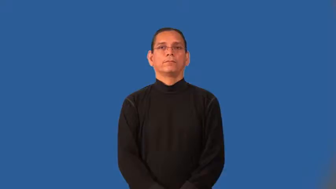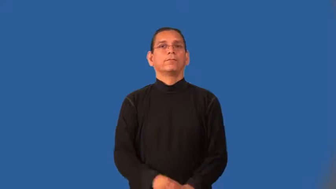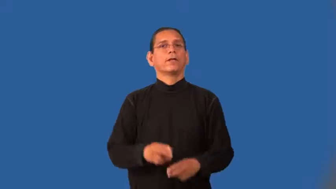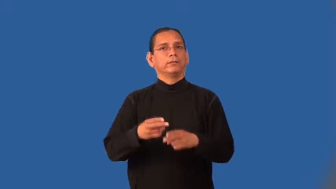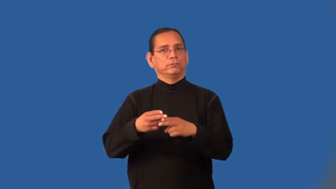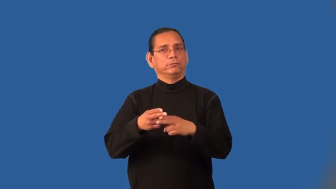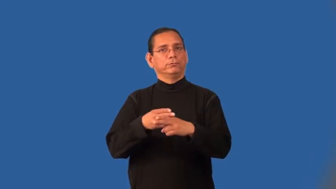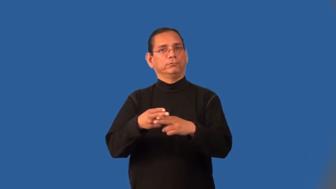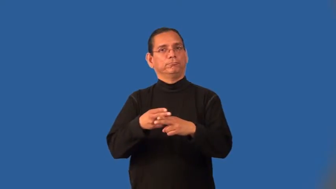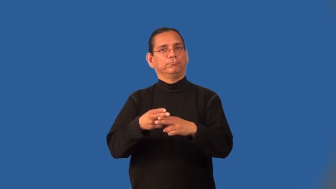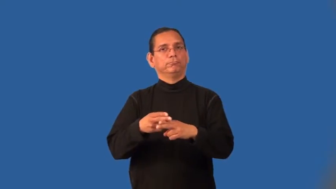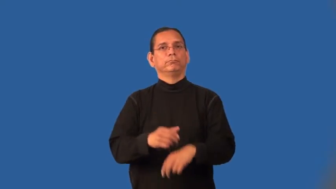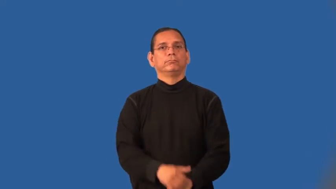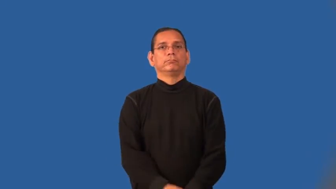interim